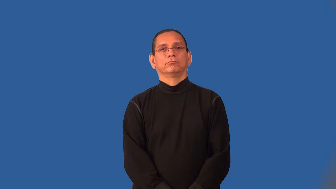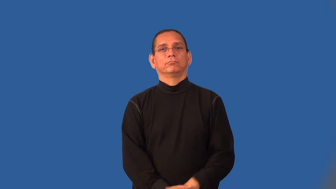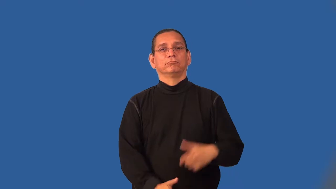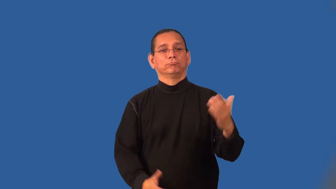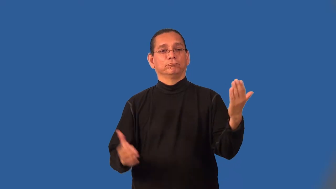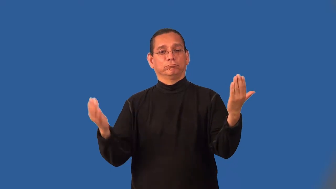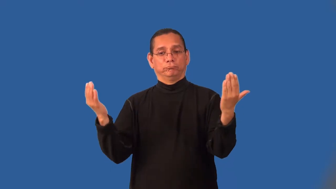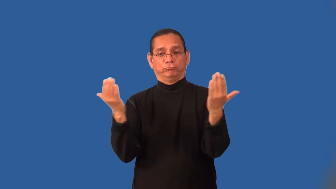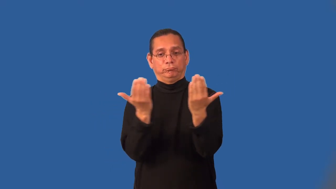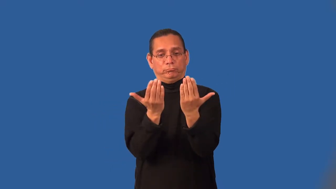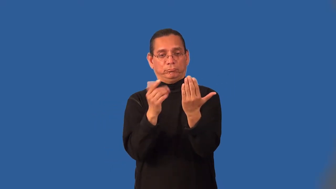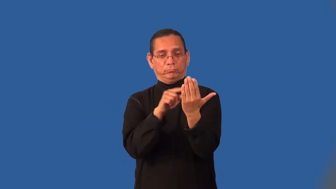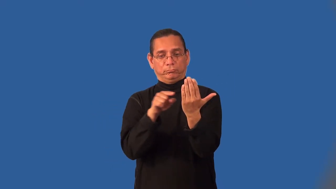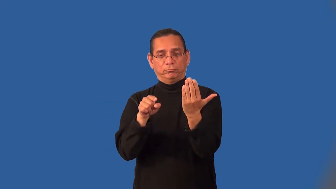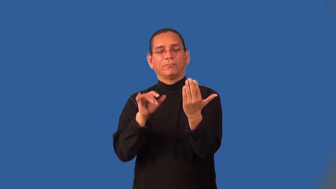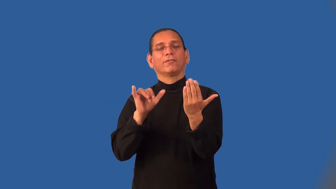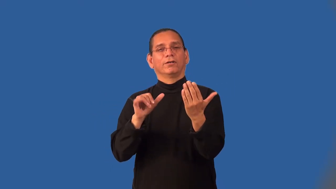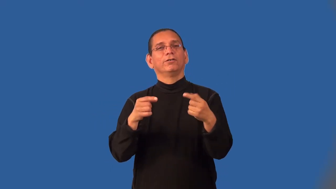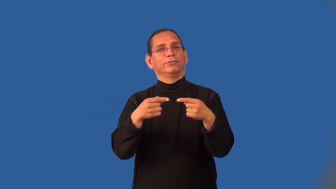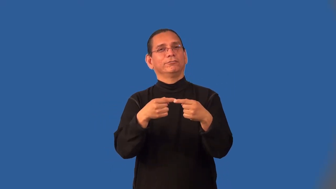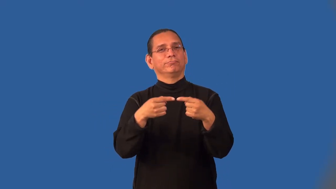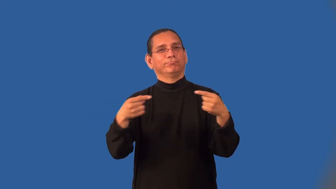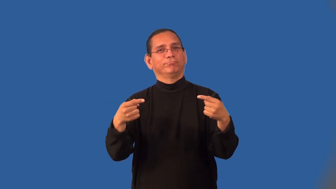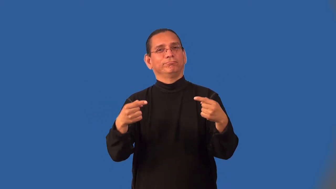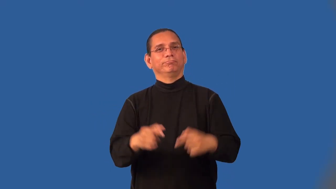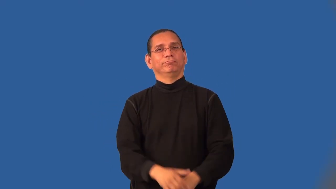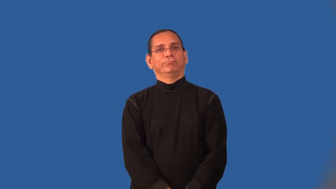juxtapose